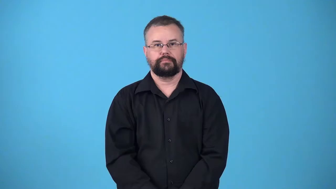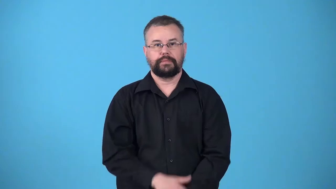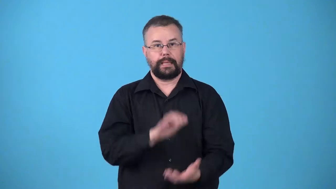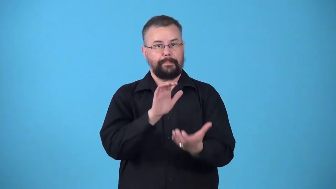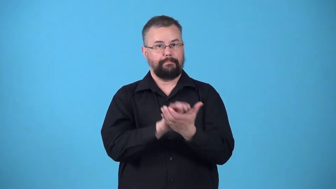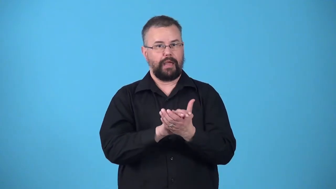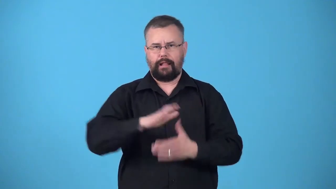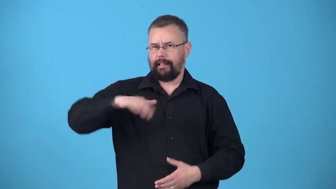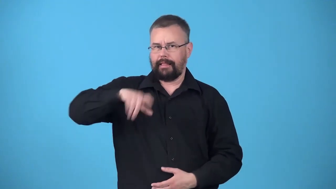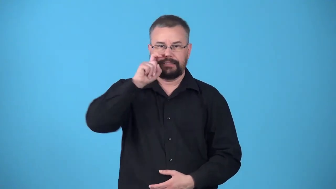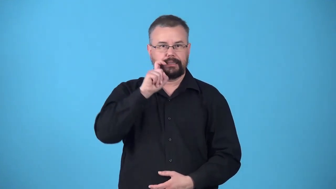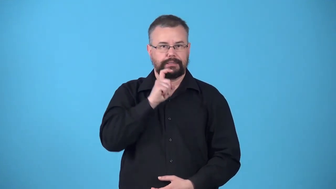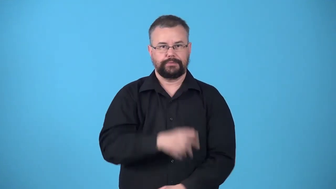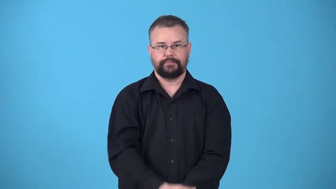unconsummated